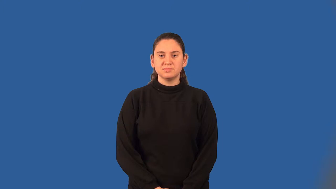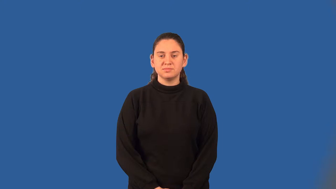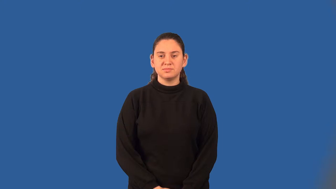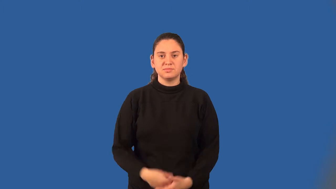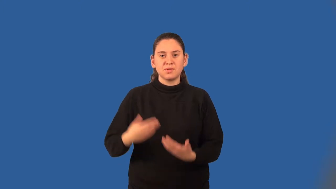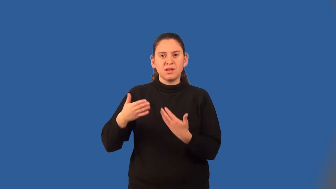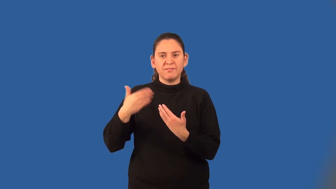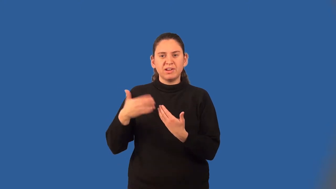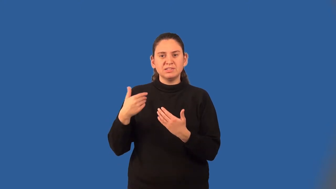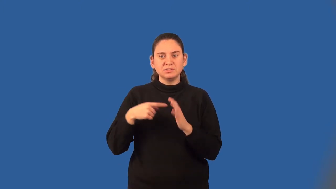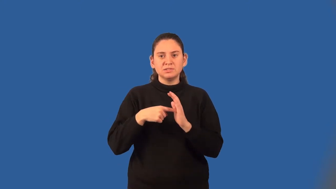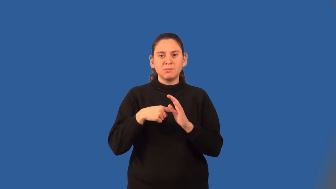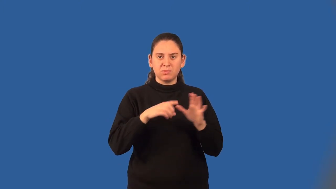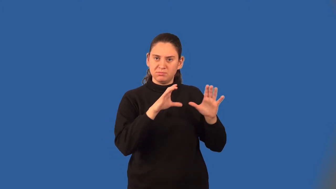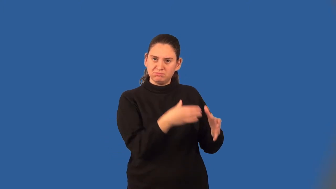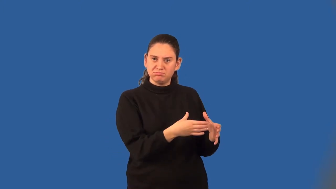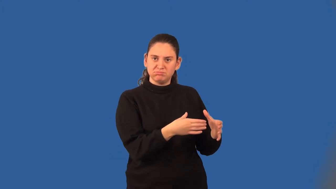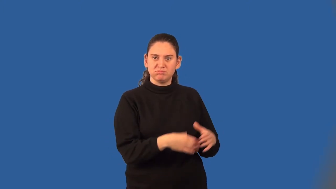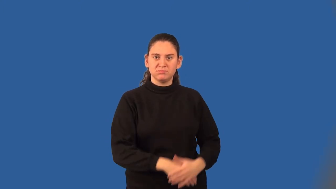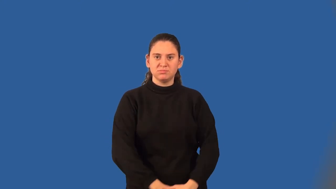convenience sample